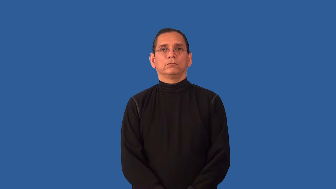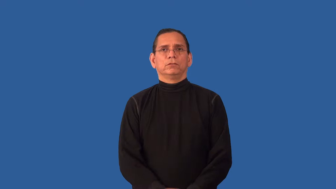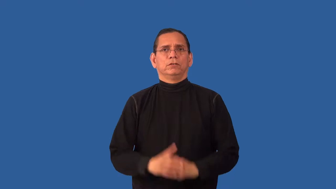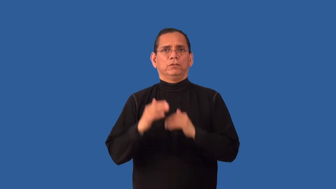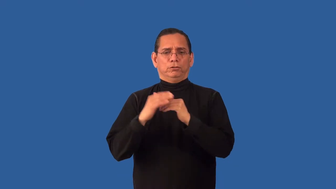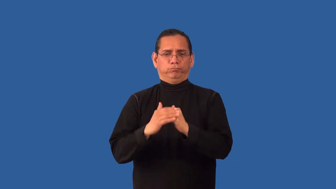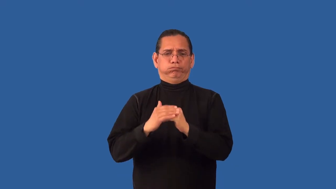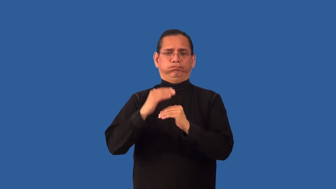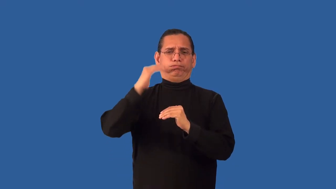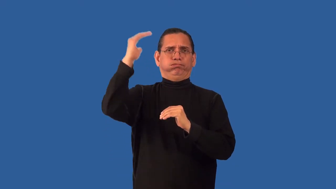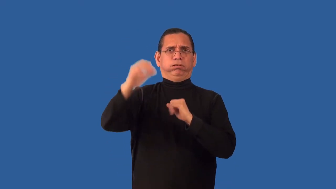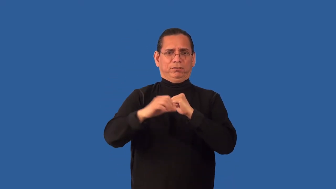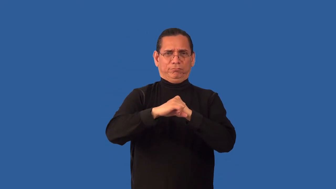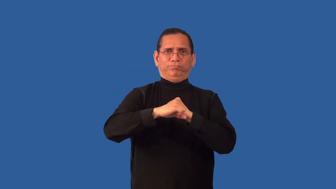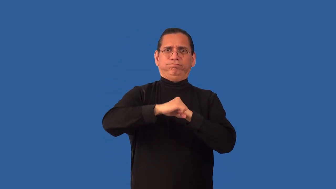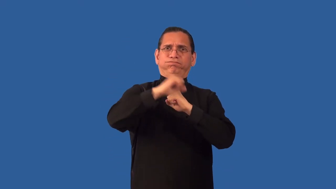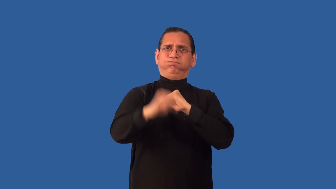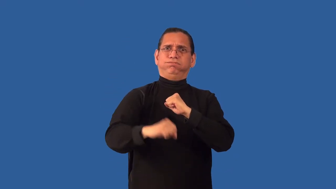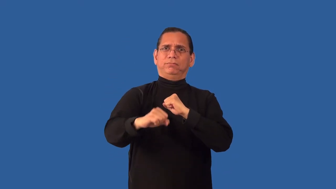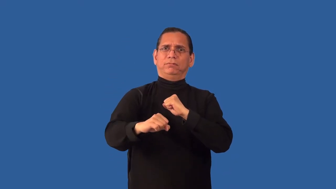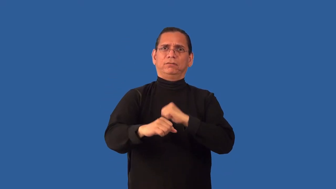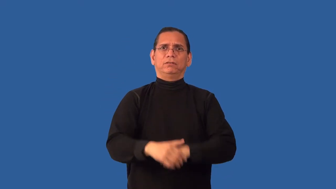unduly